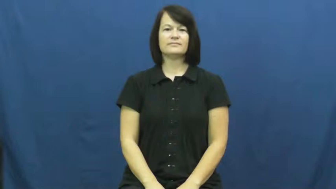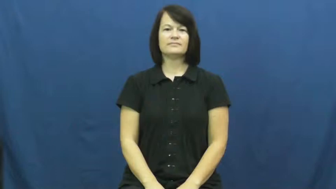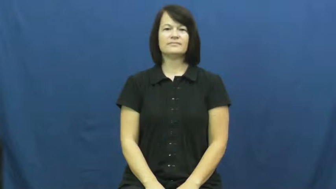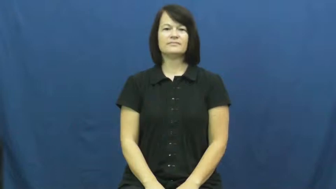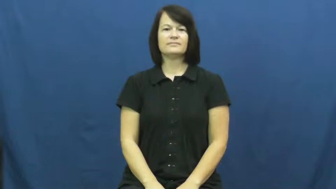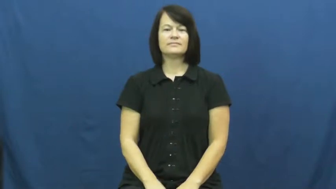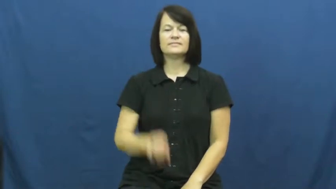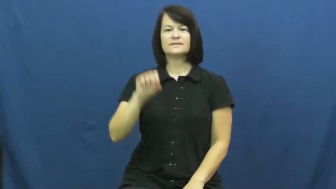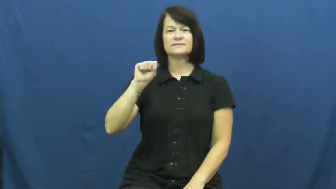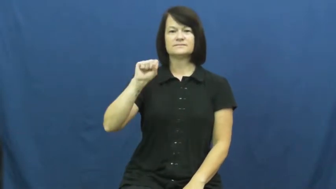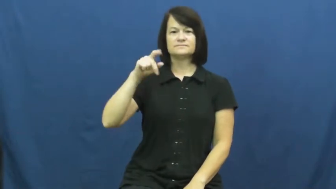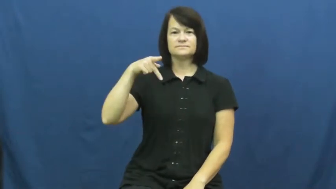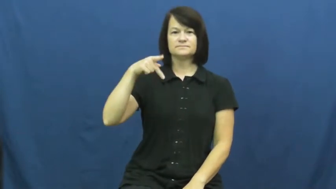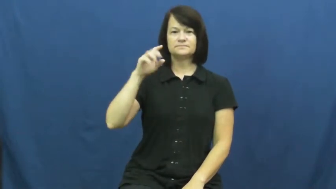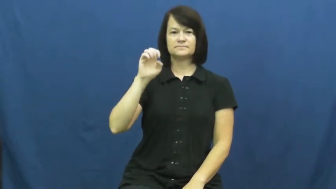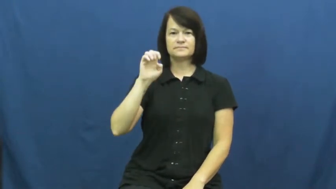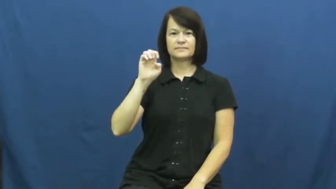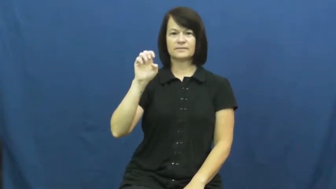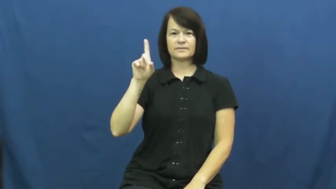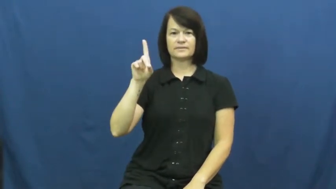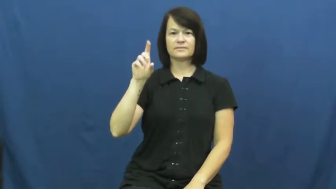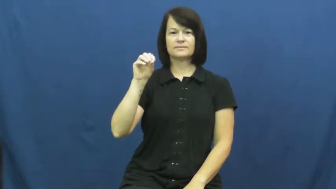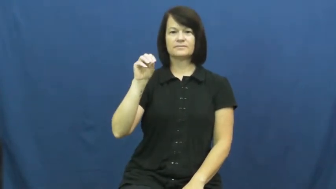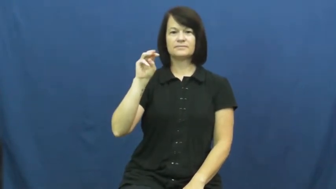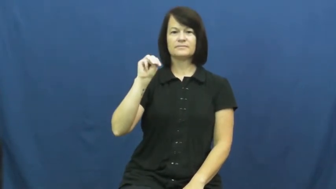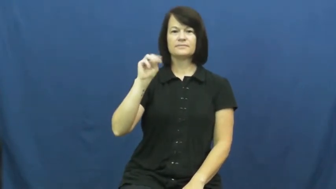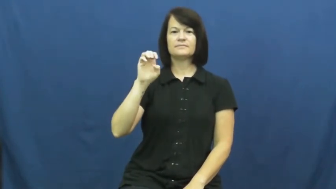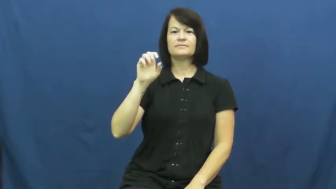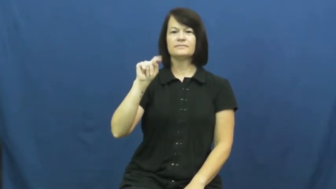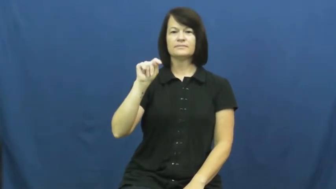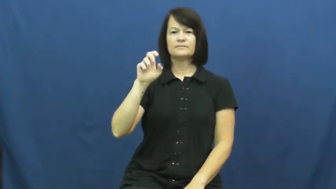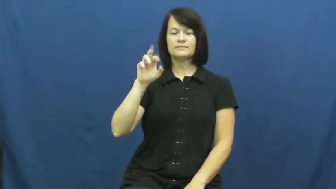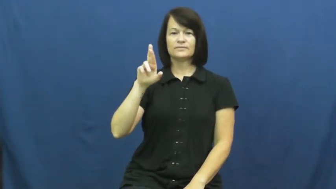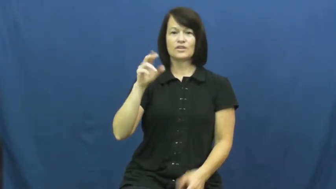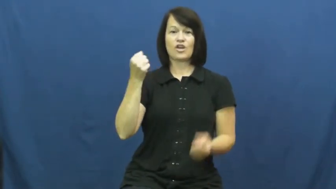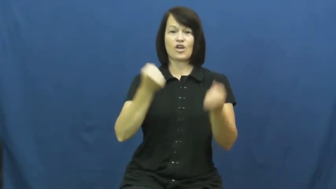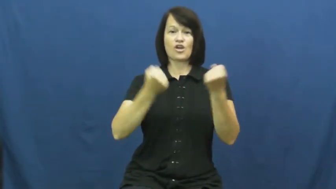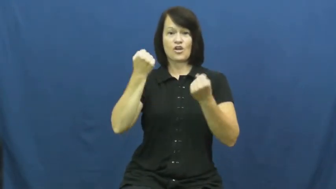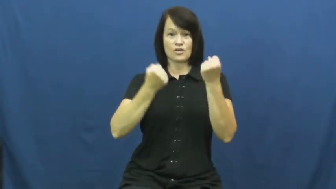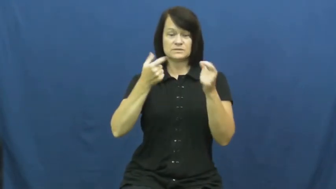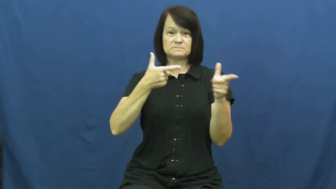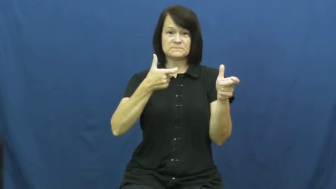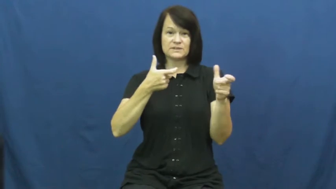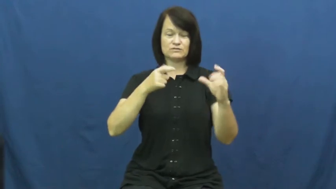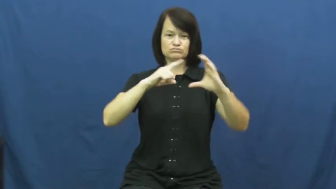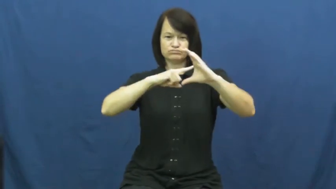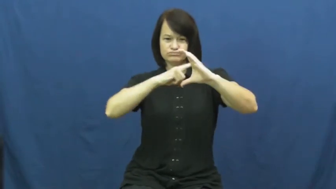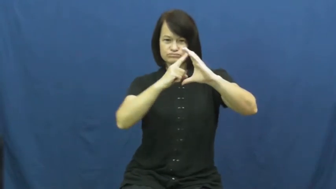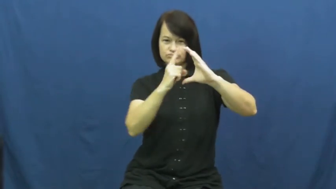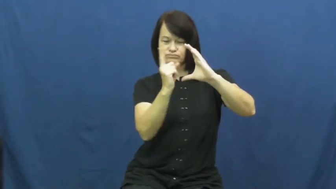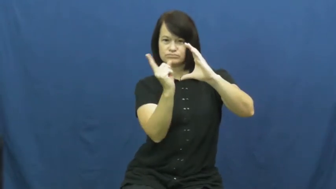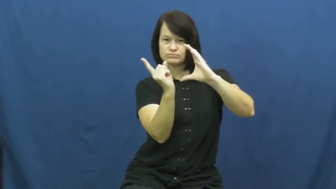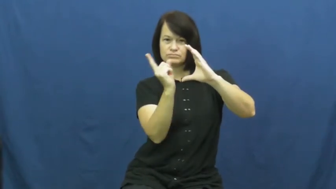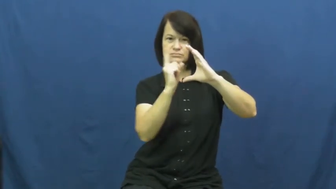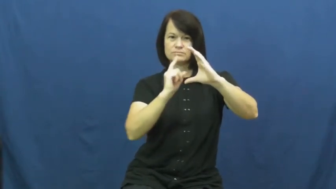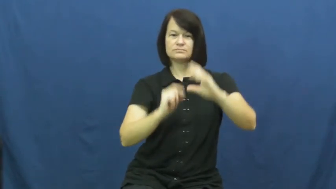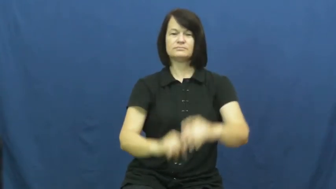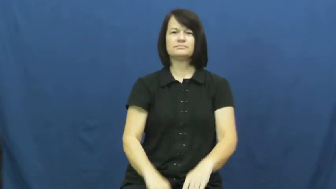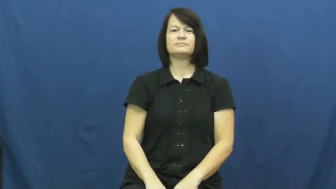speedometer